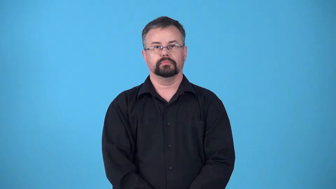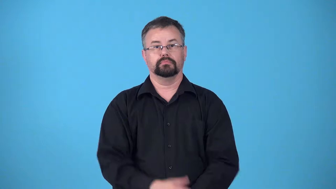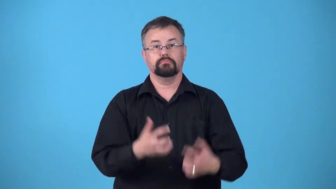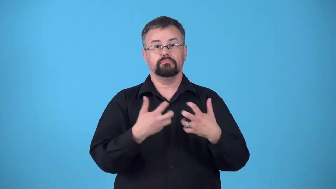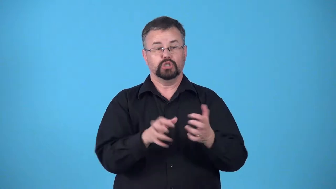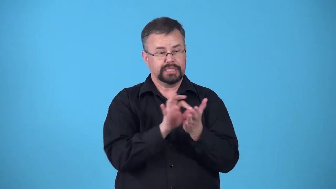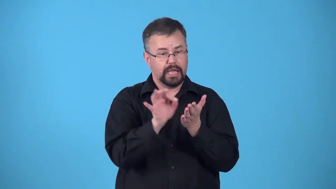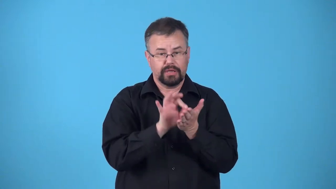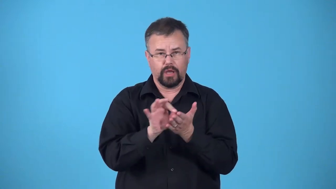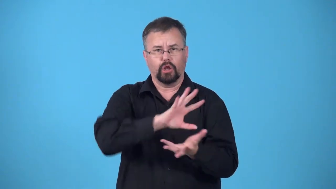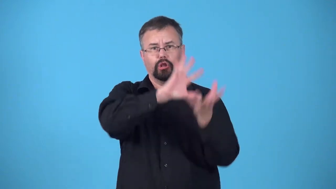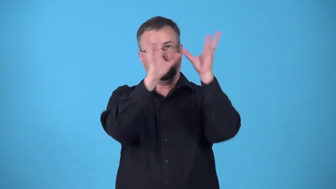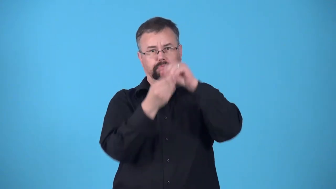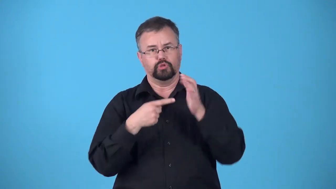counter machine or piece of equipment that counts something and shows the total